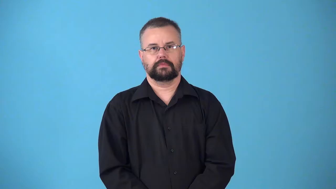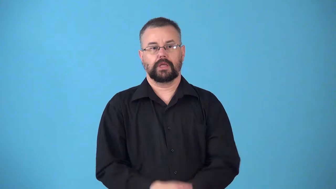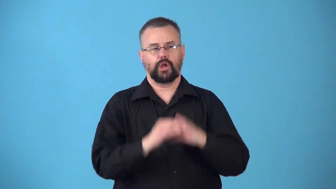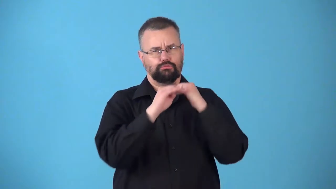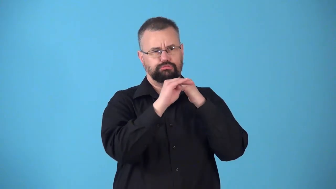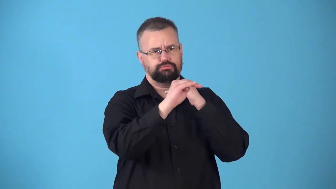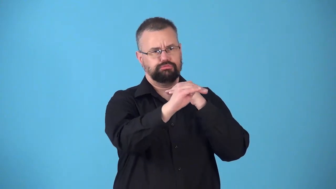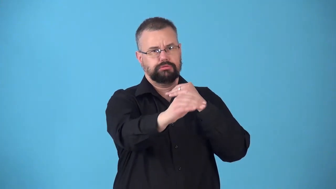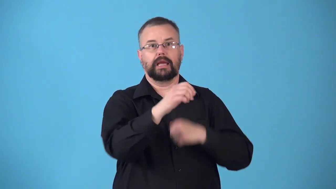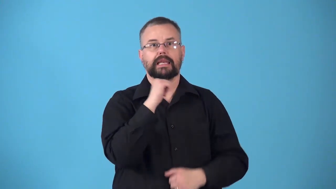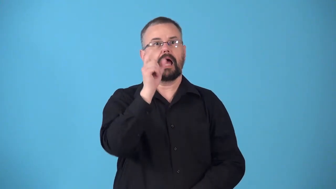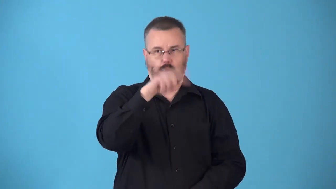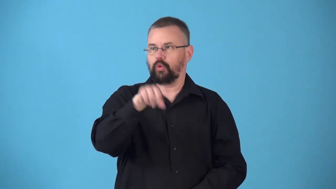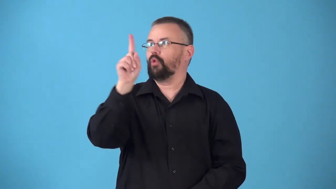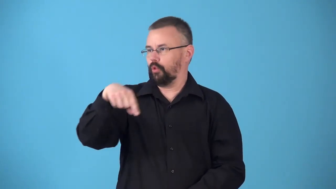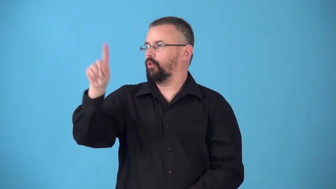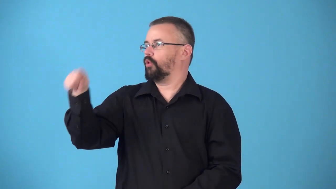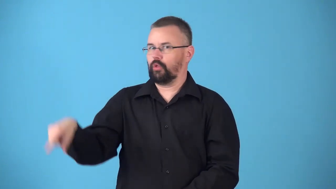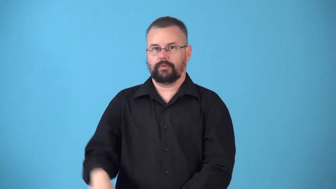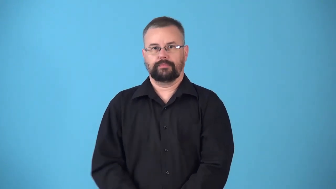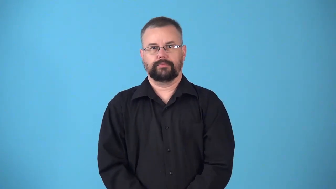nonfluctuating